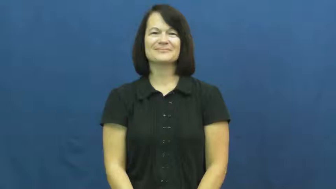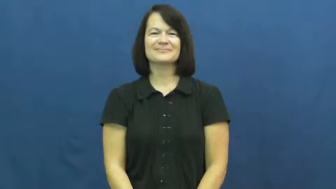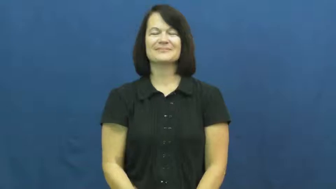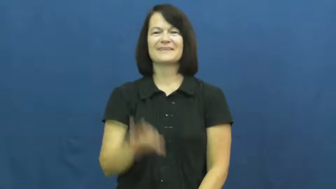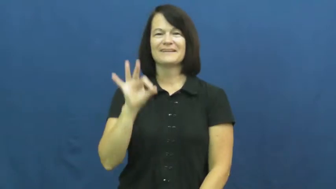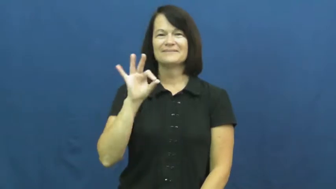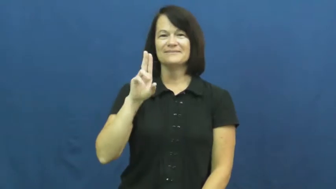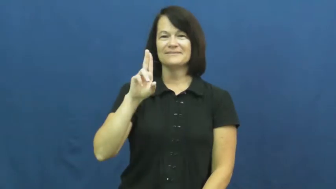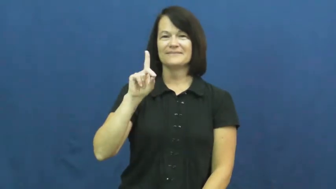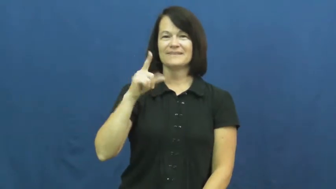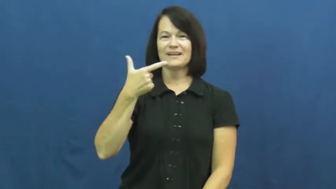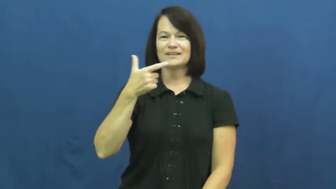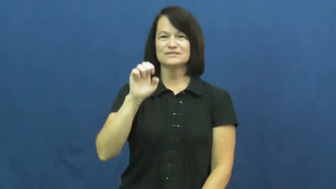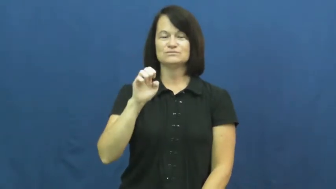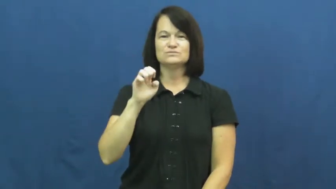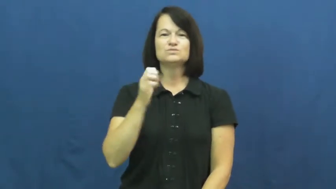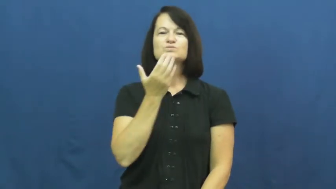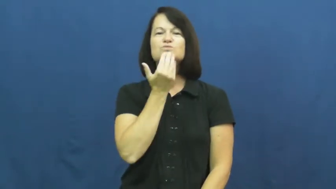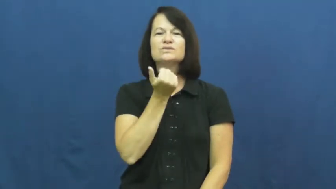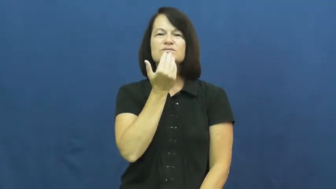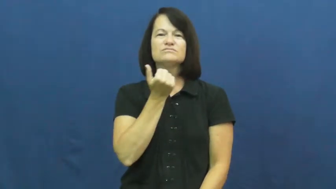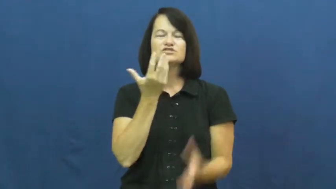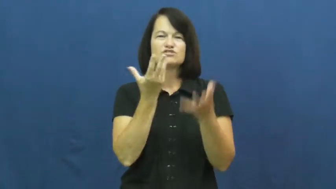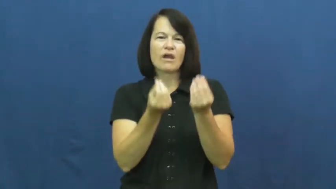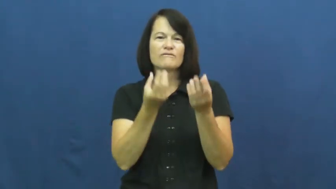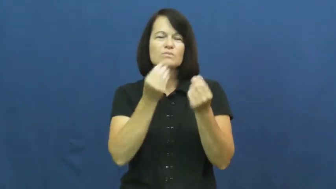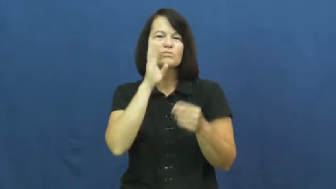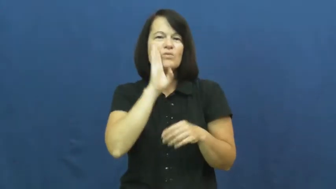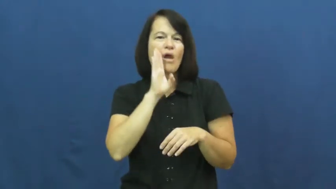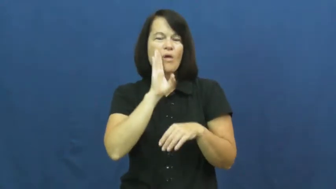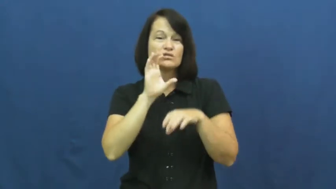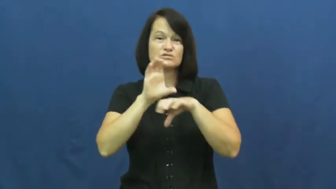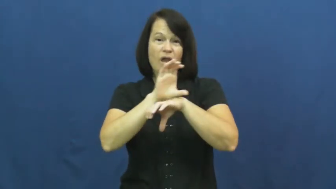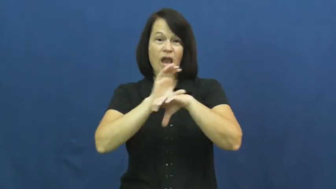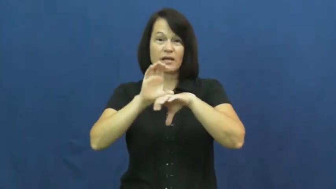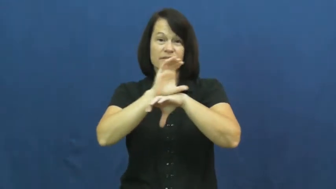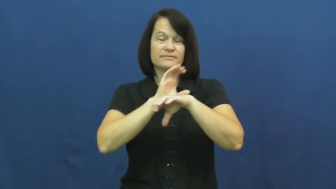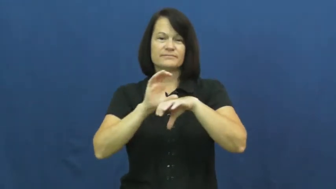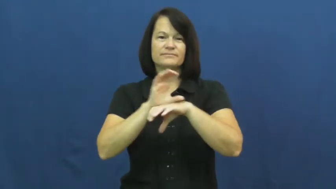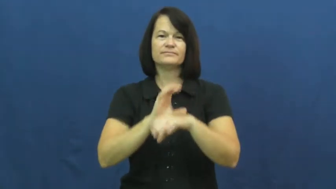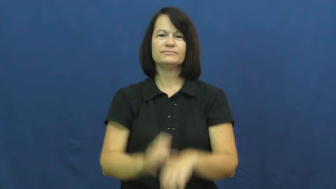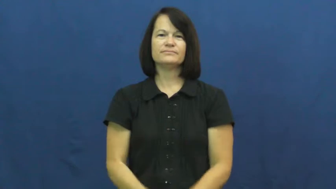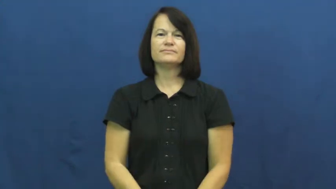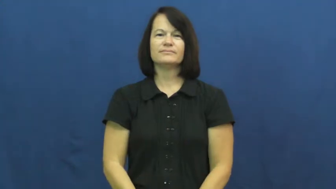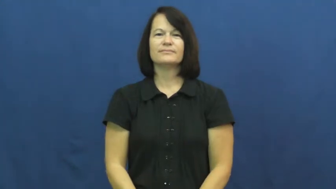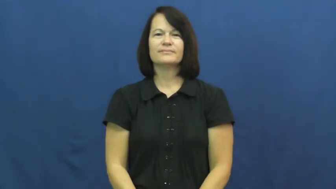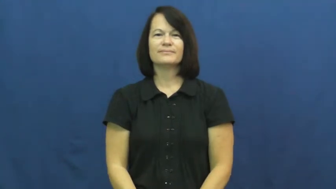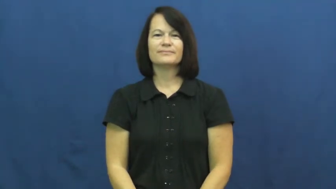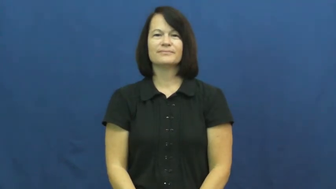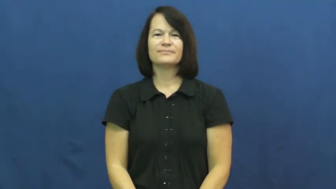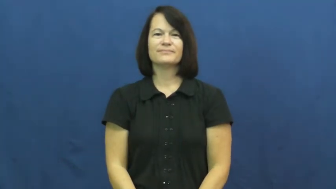fudge-candy